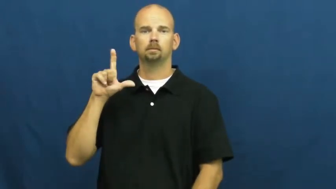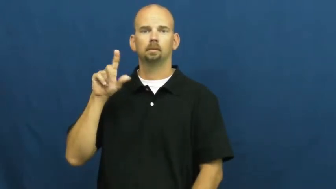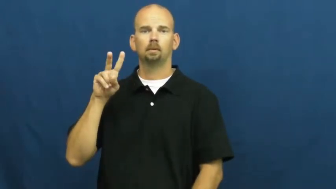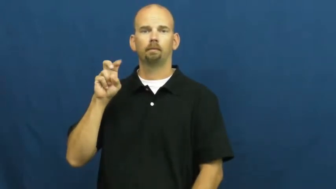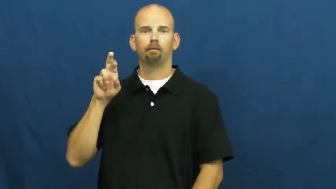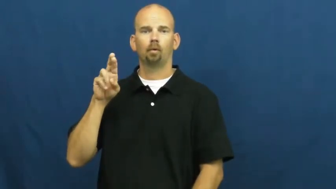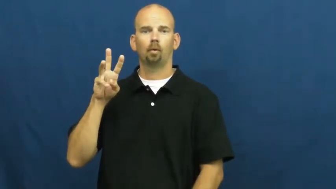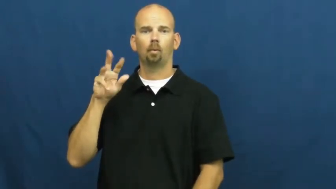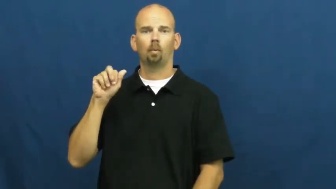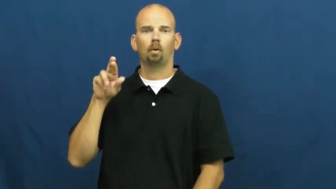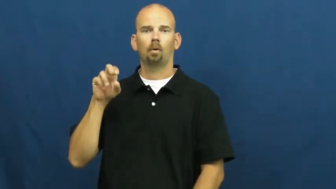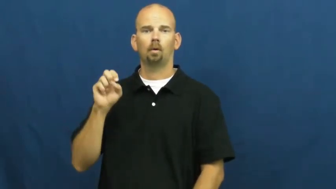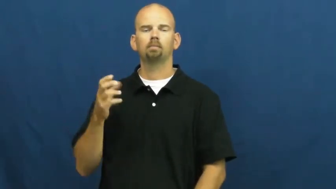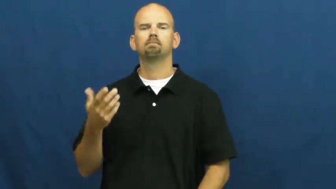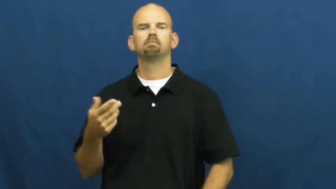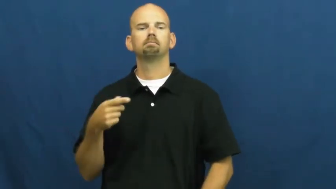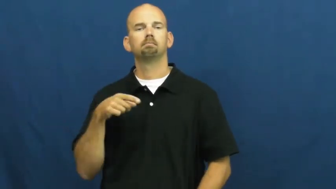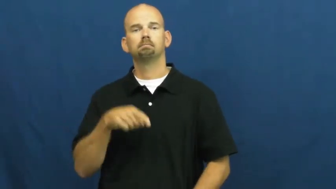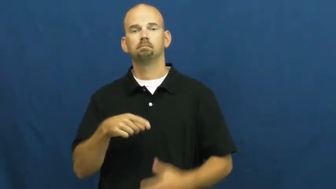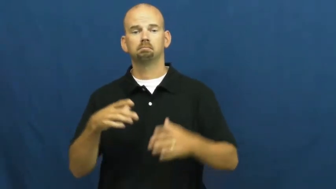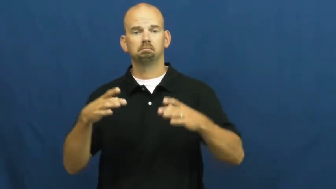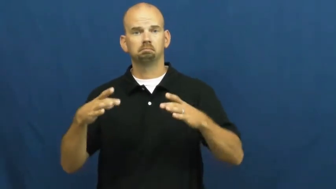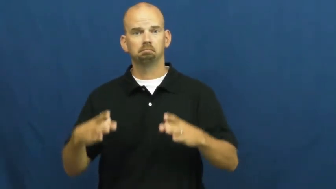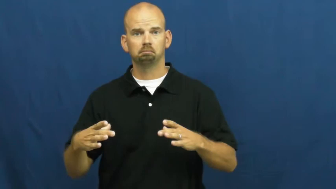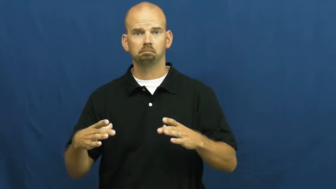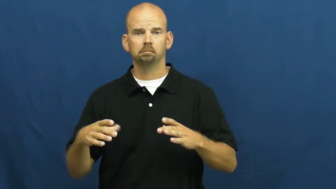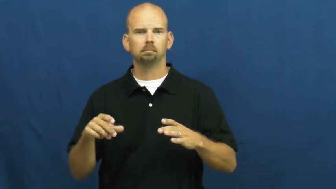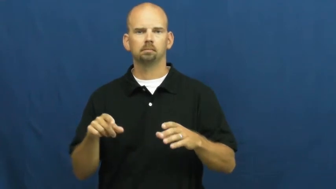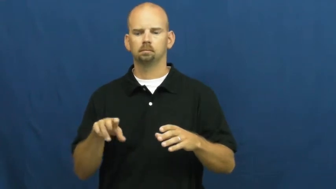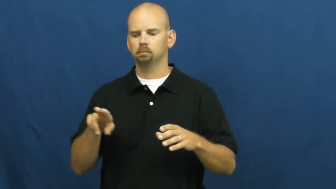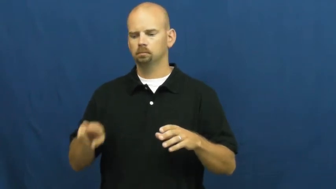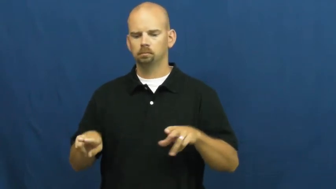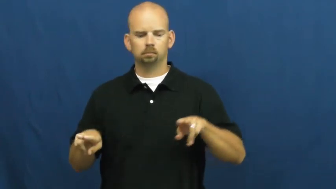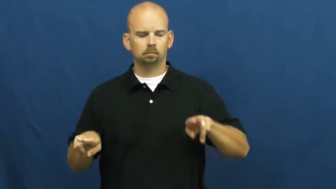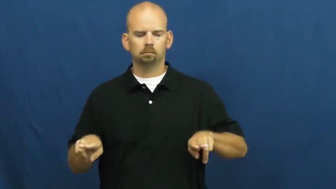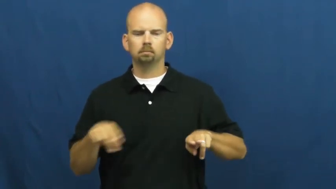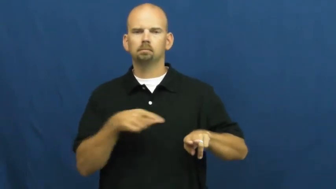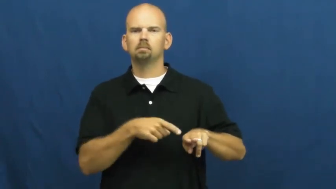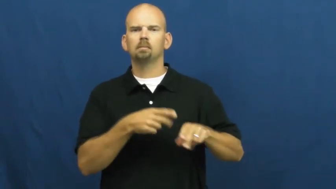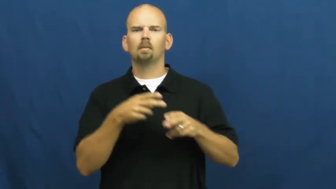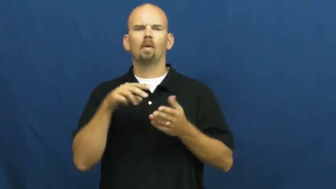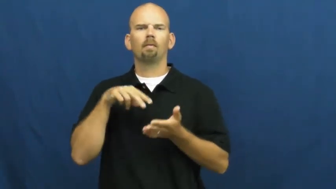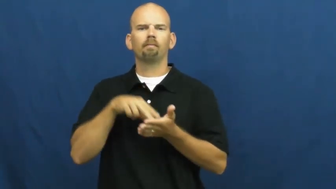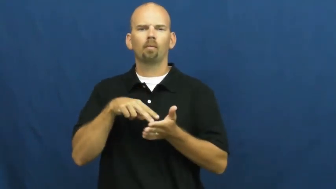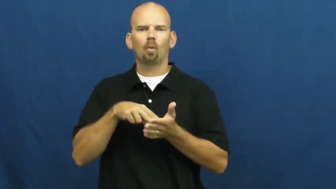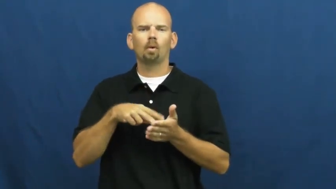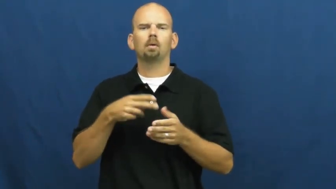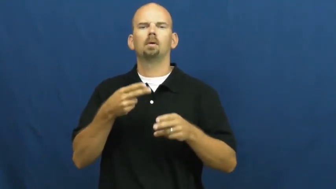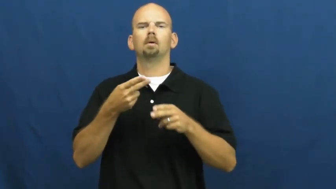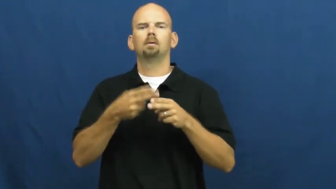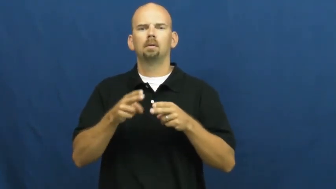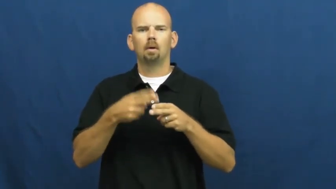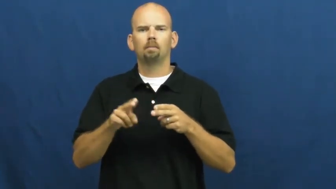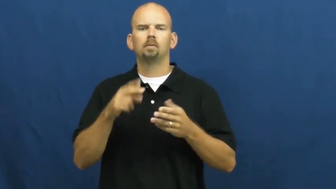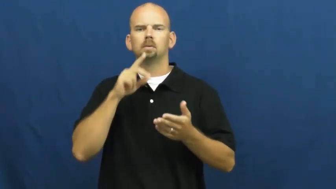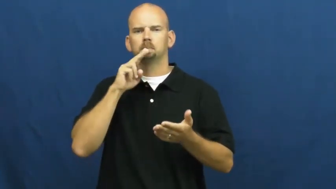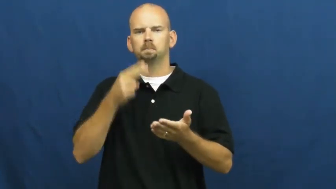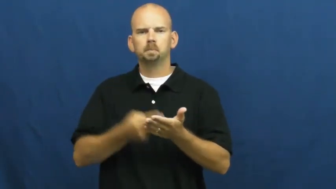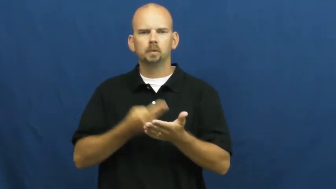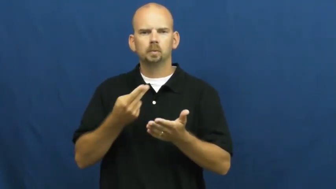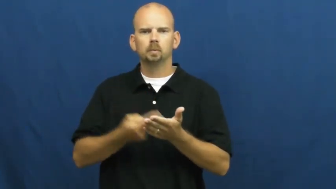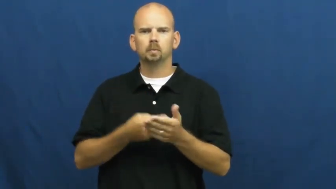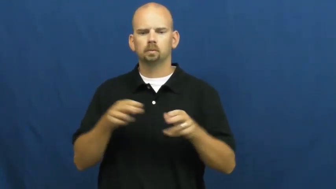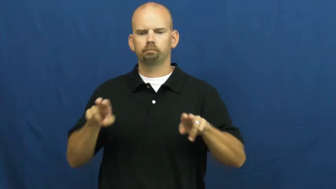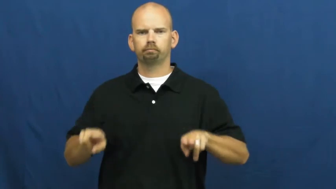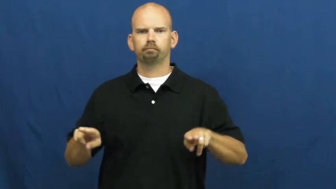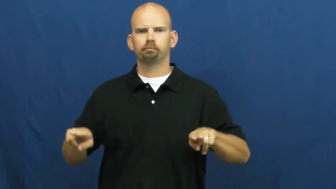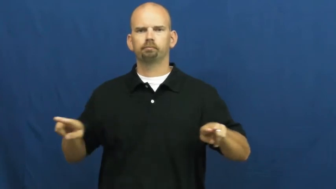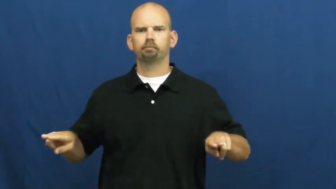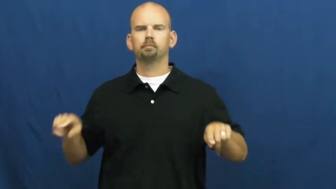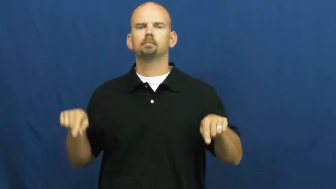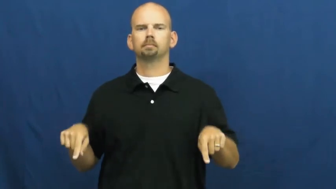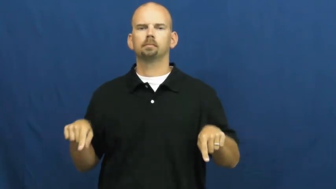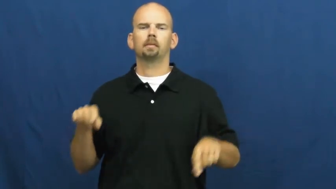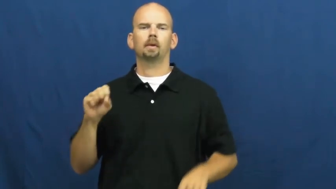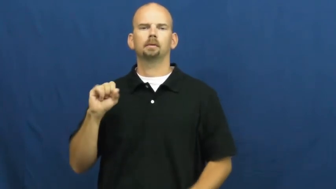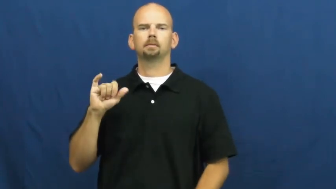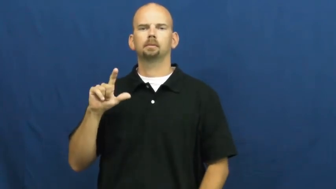silverware